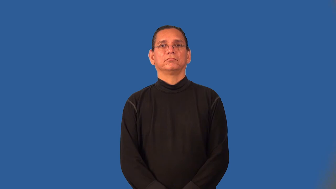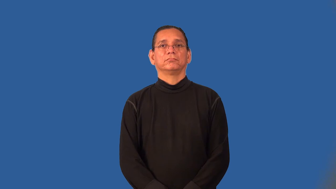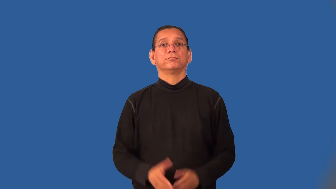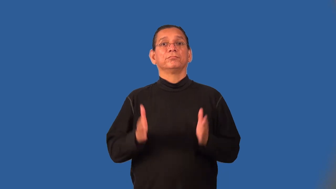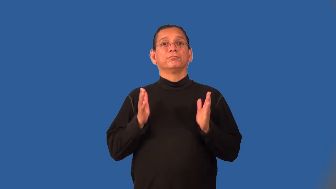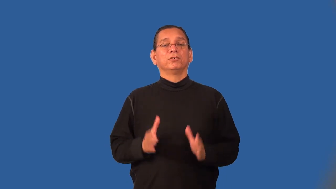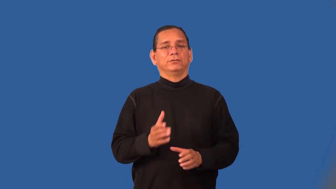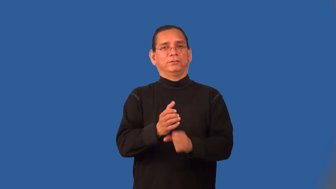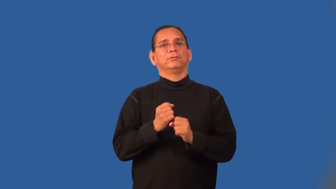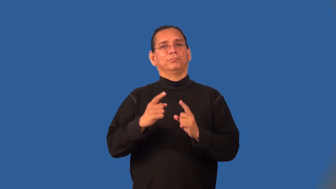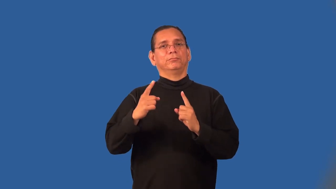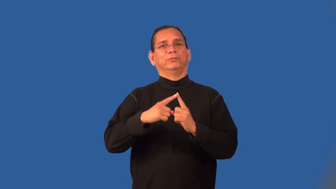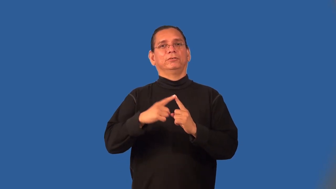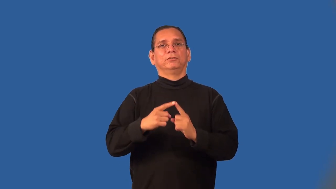scorer